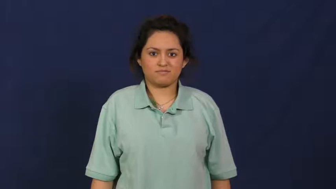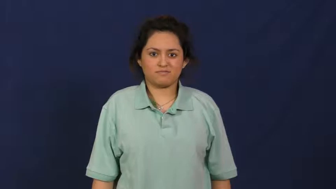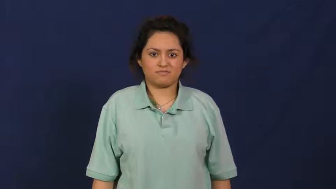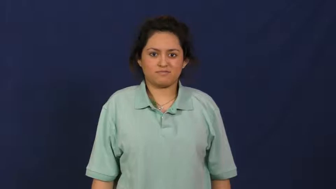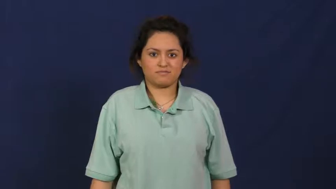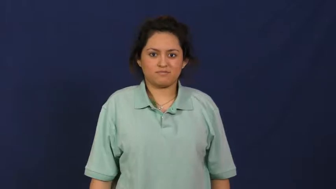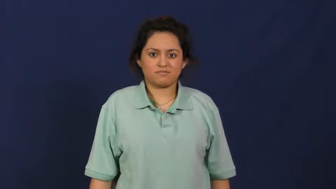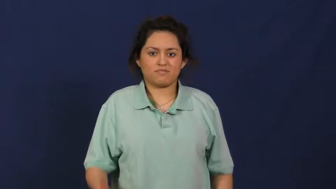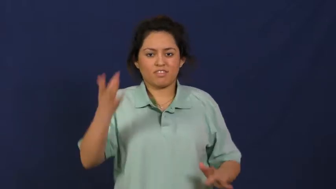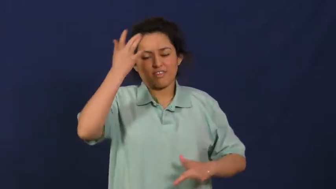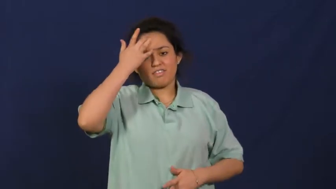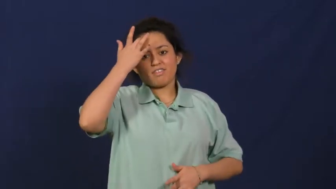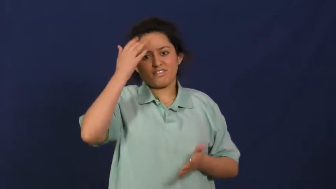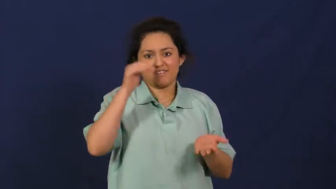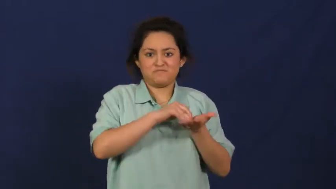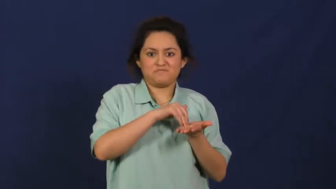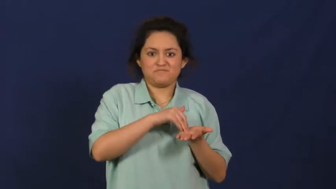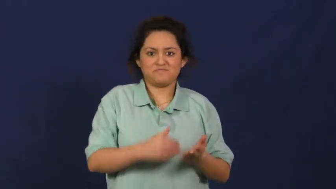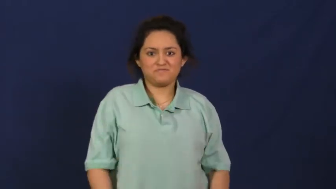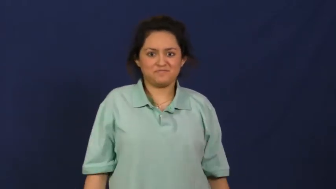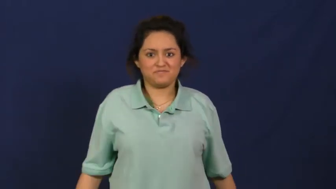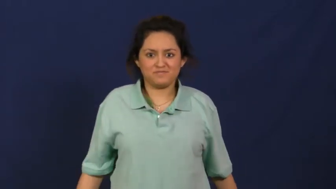relapse